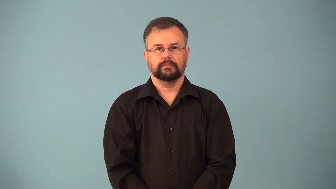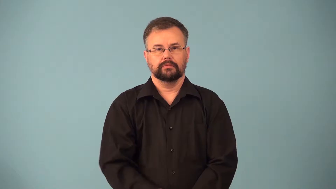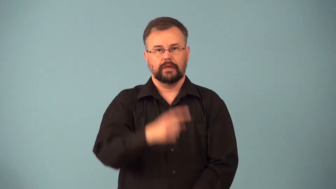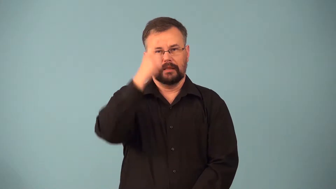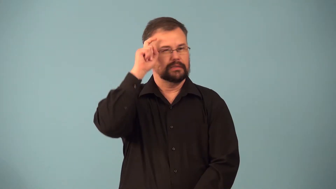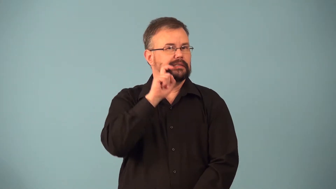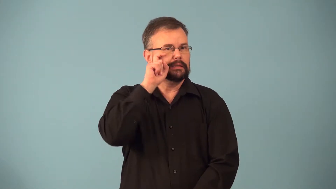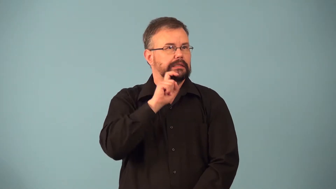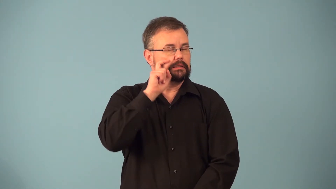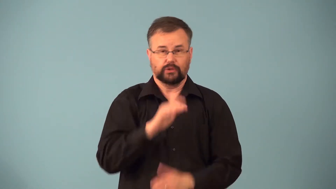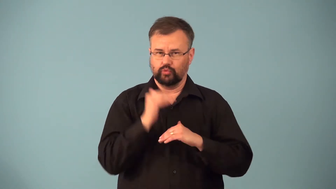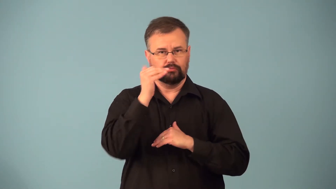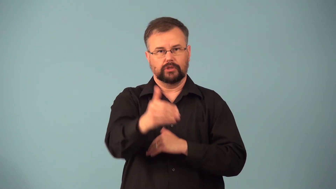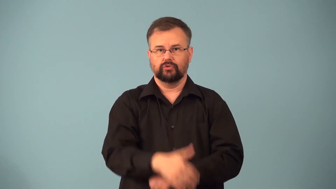oversexed